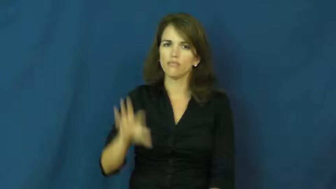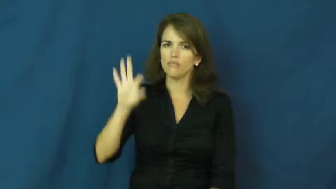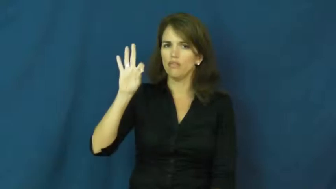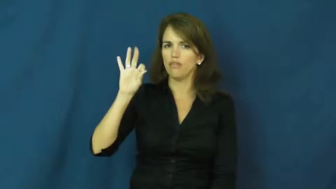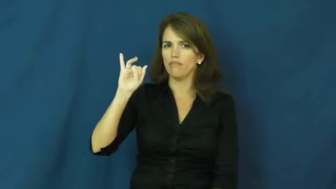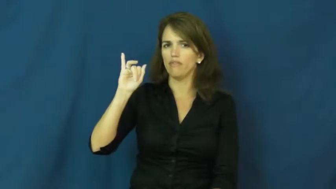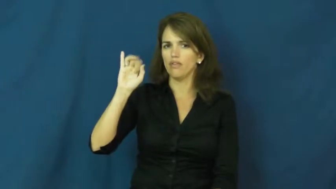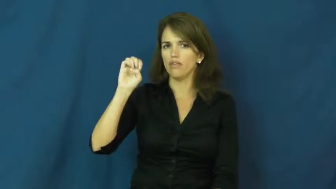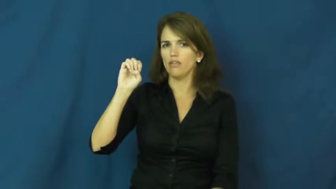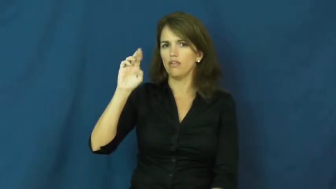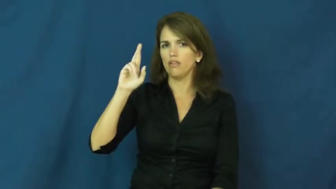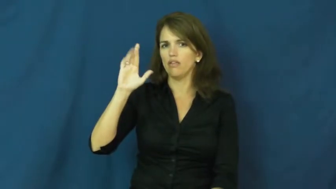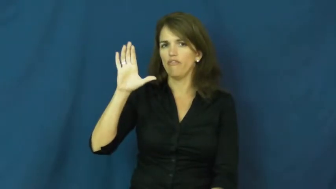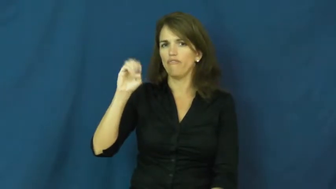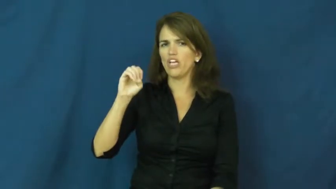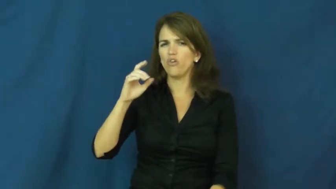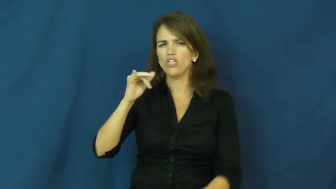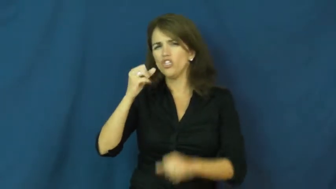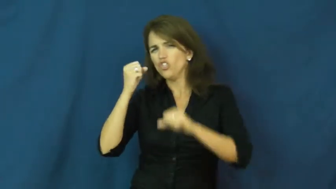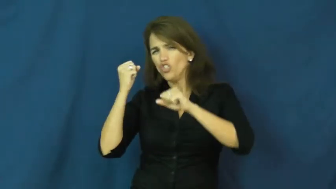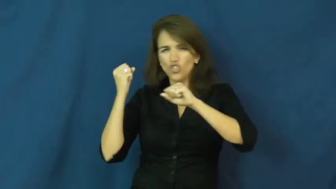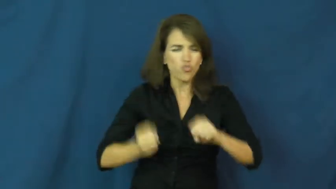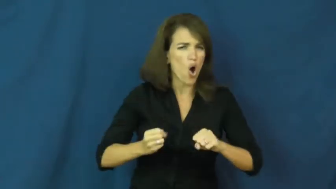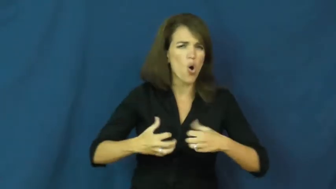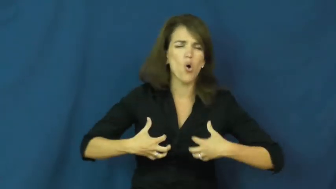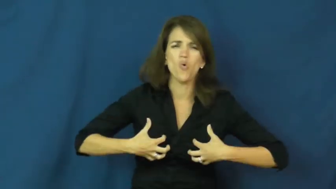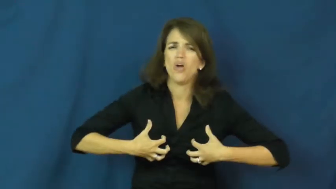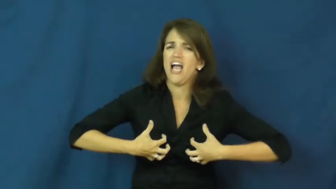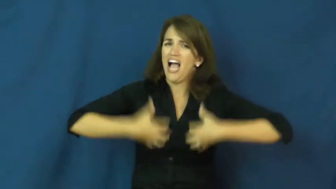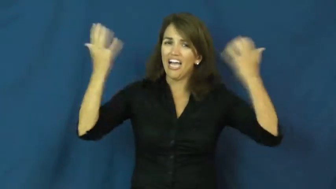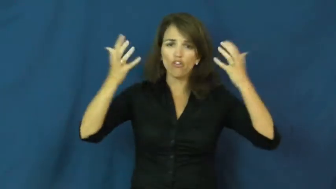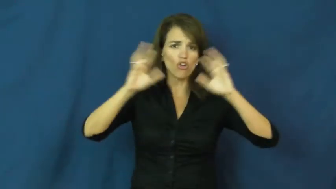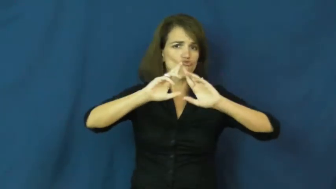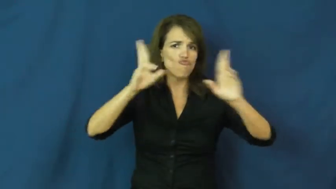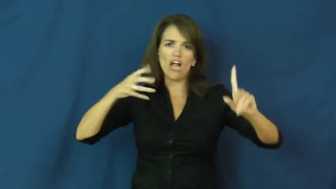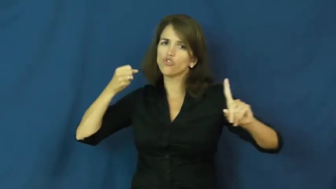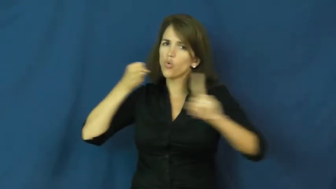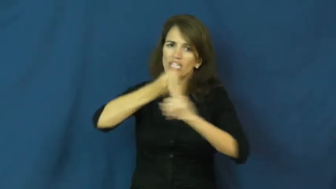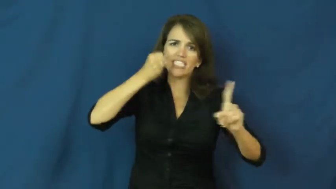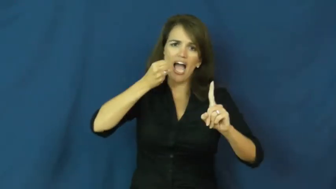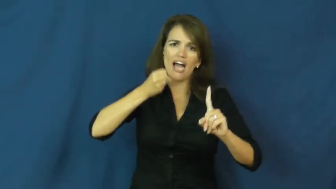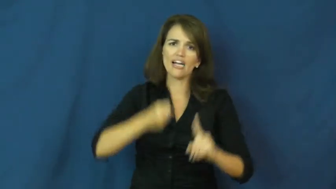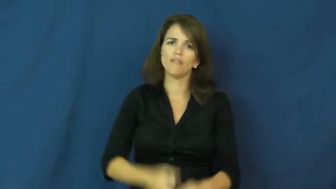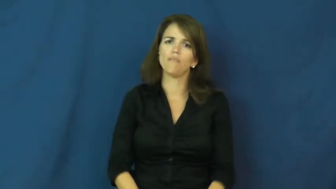fierce